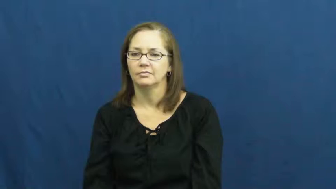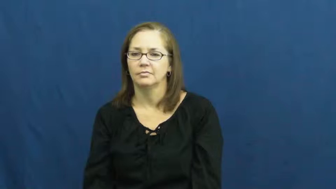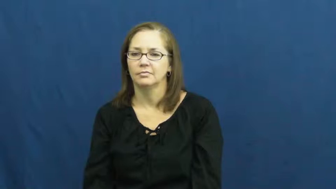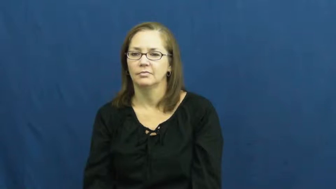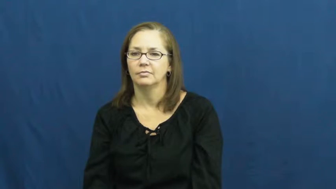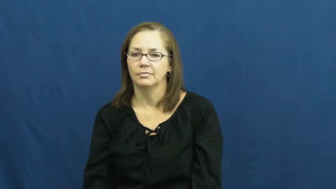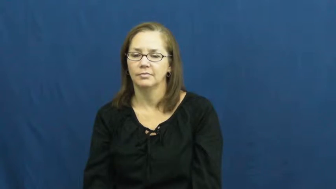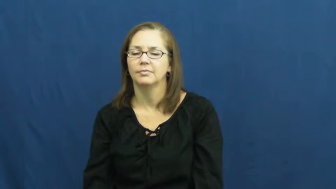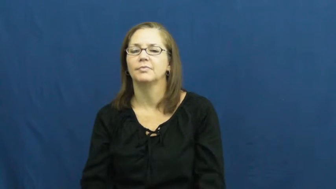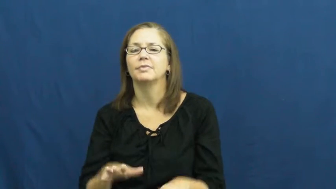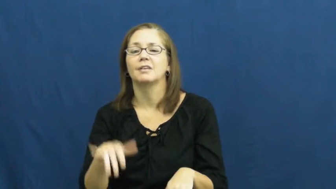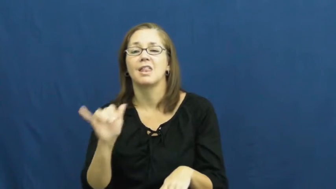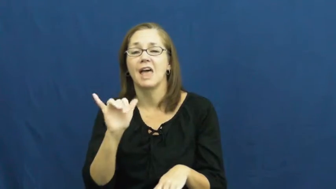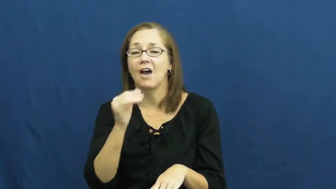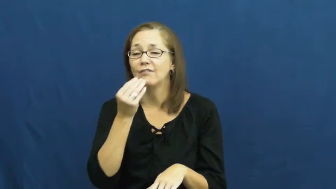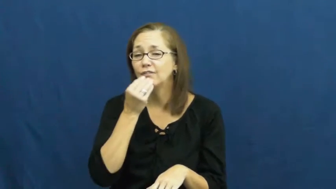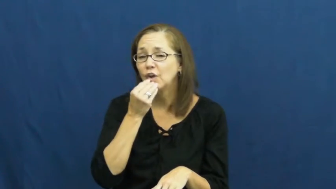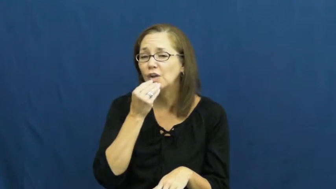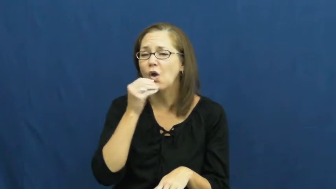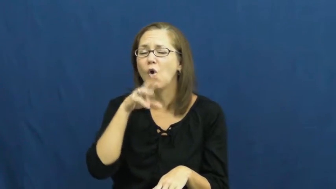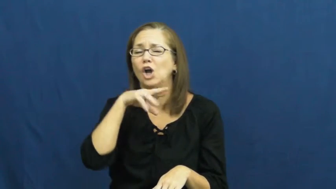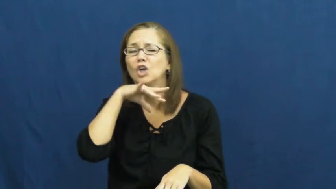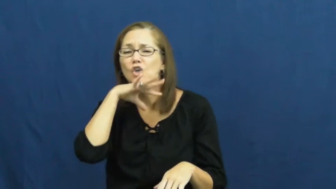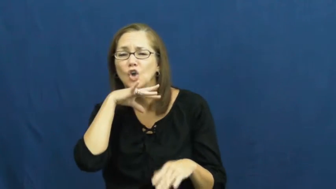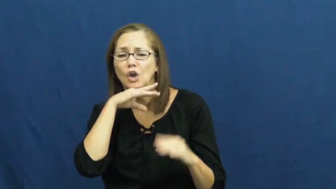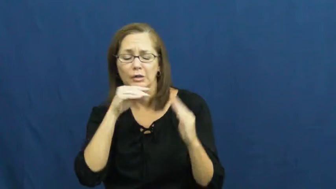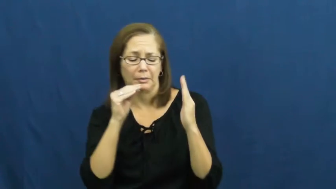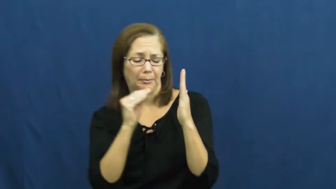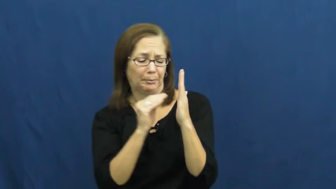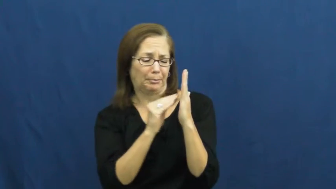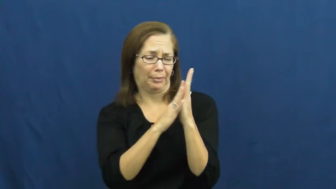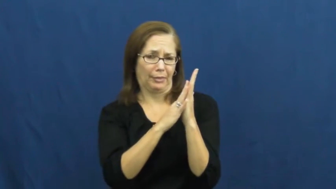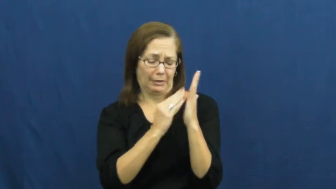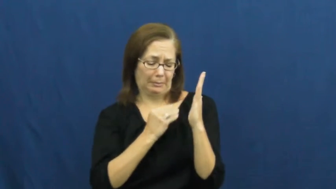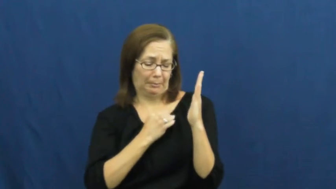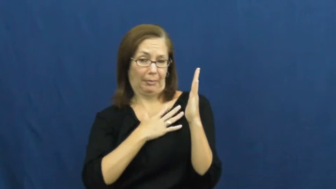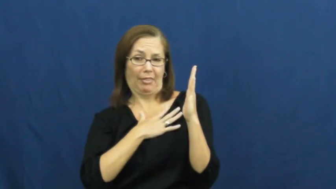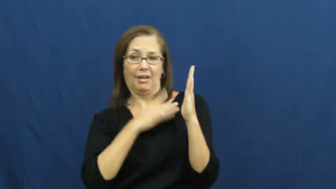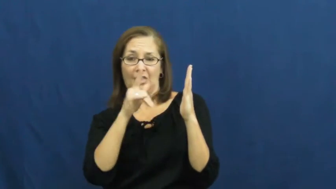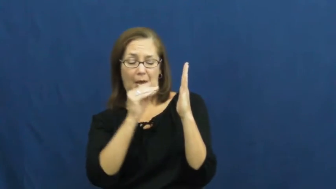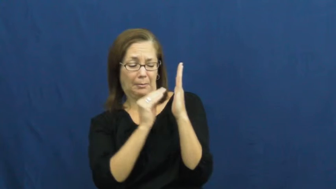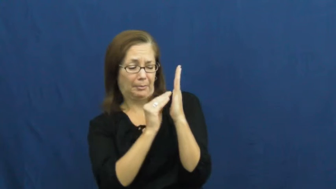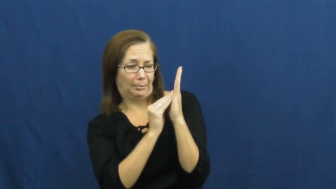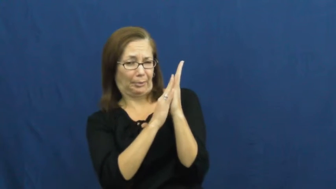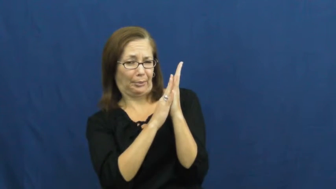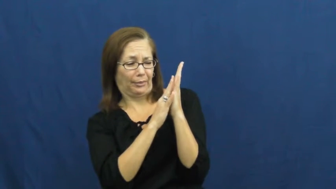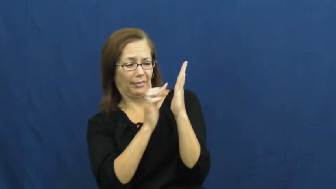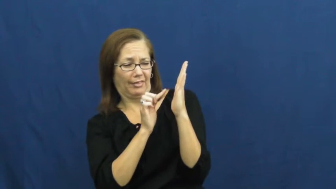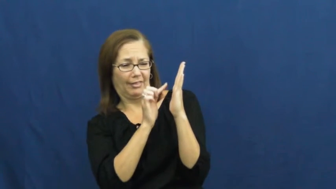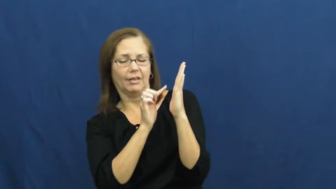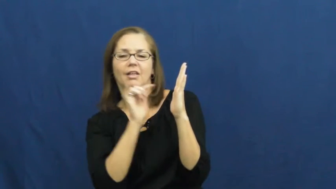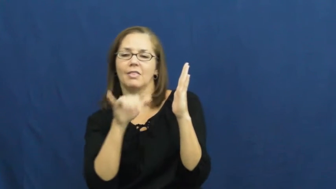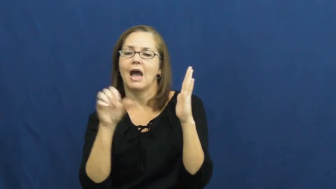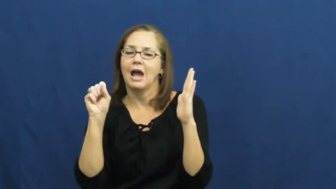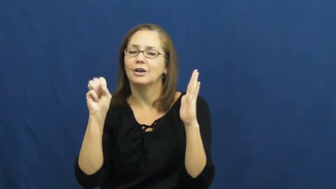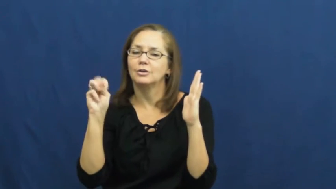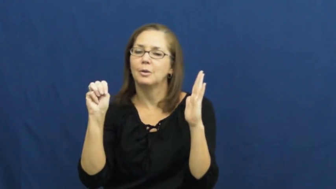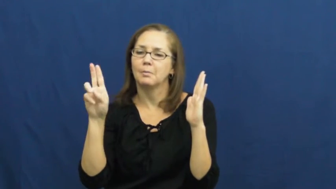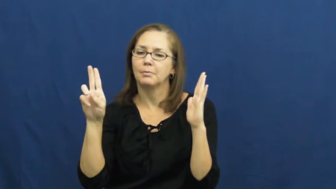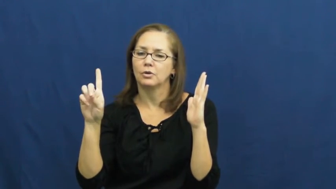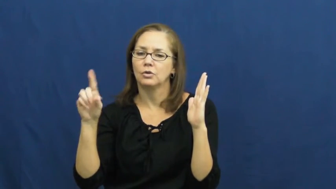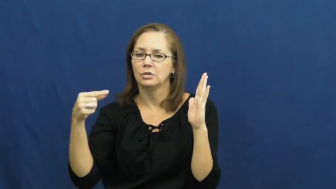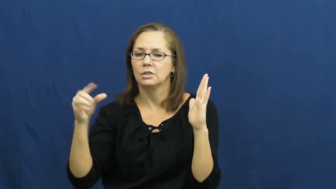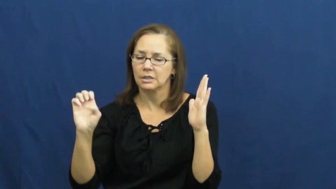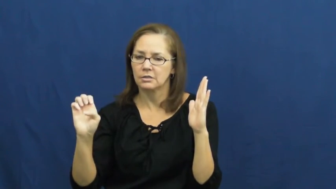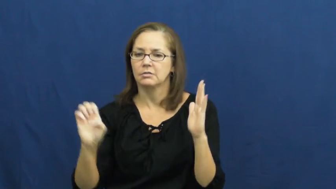smudge,smirch